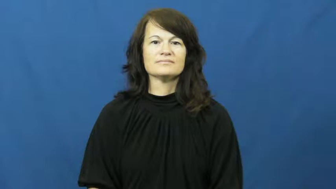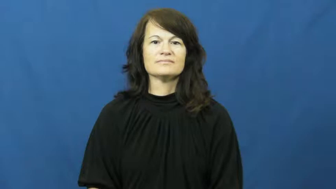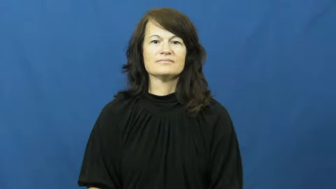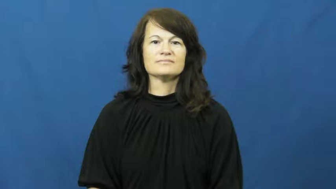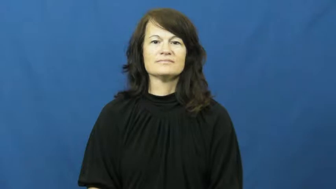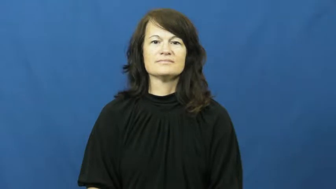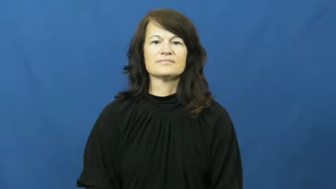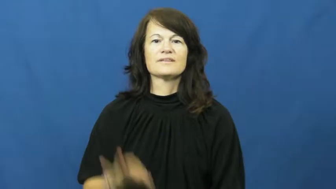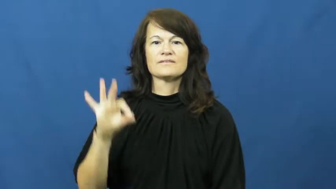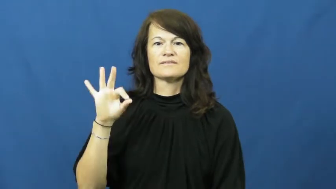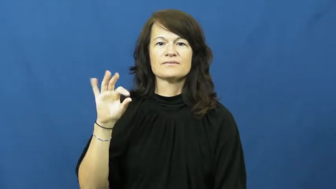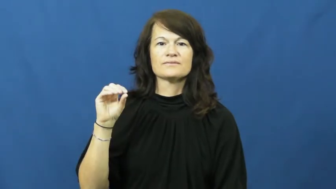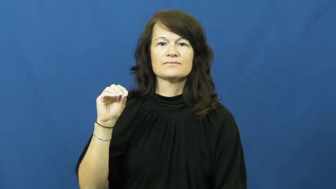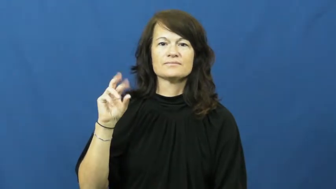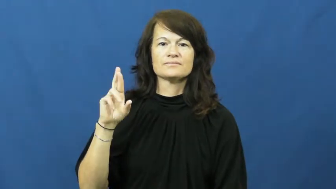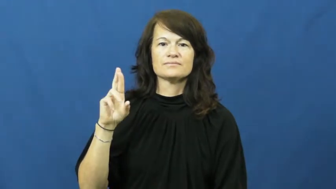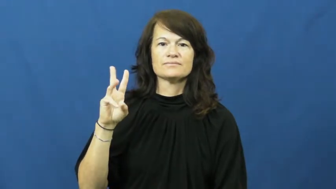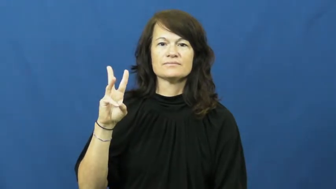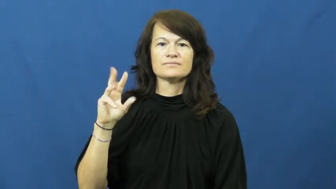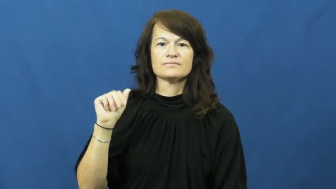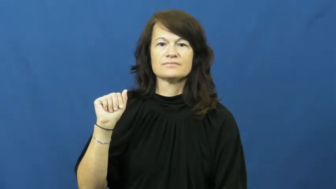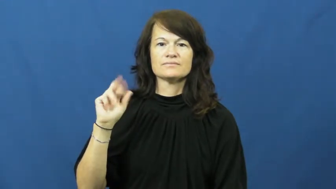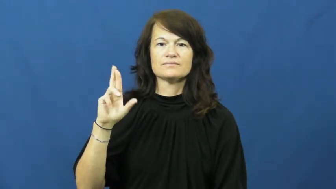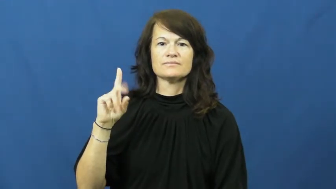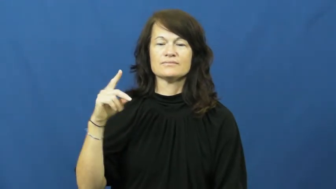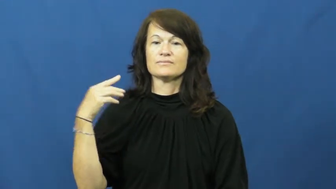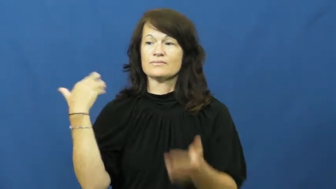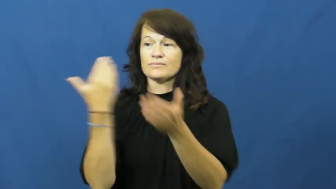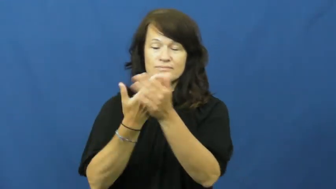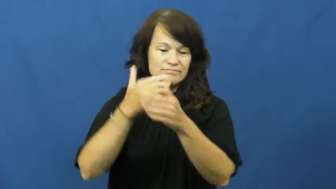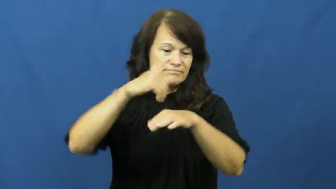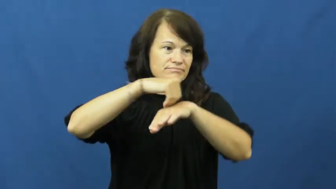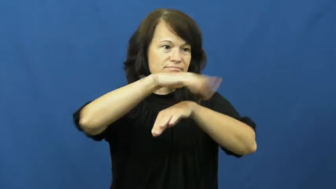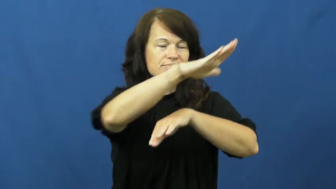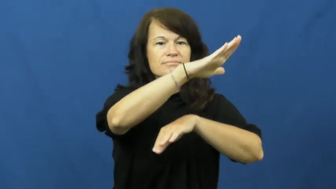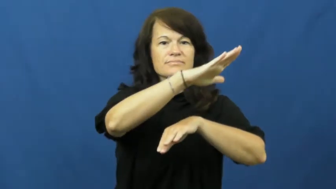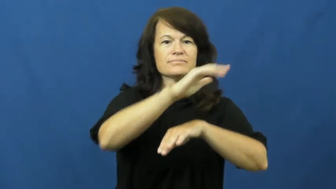forward-send